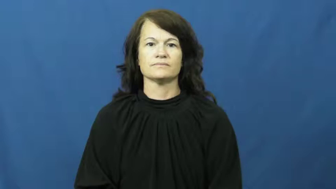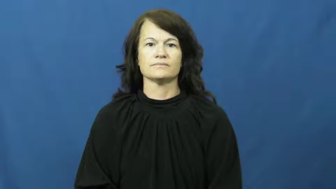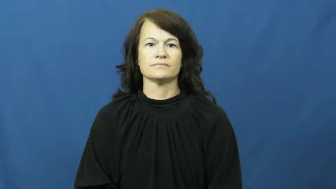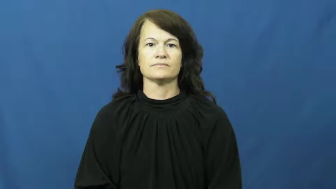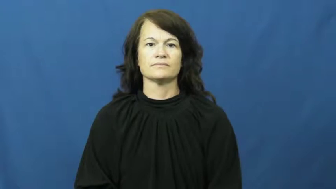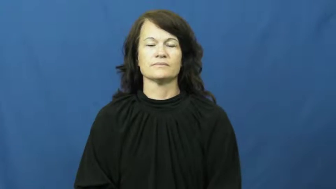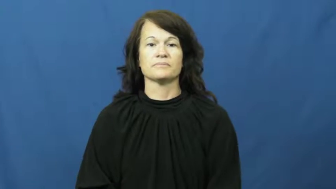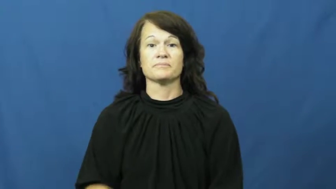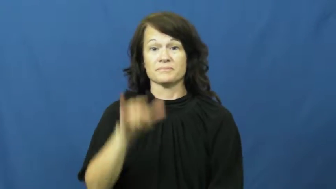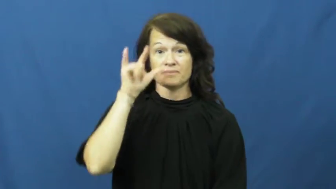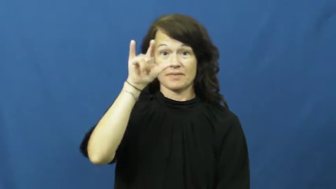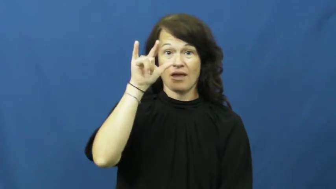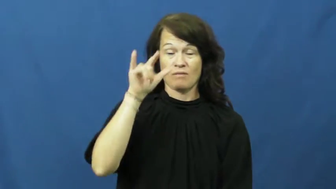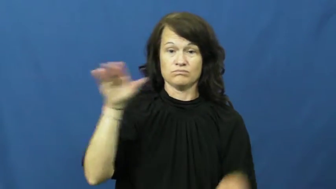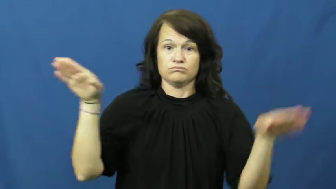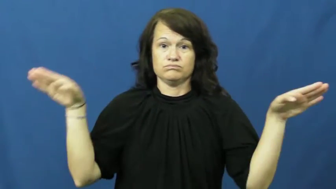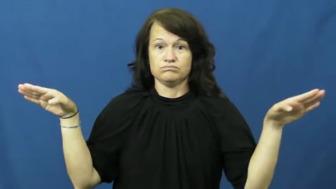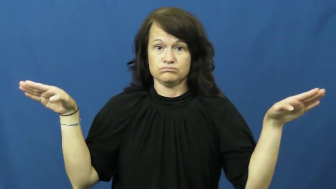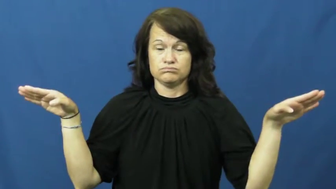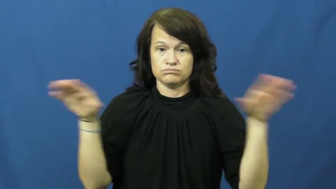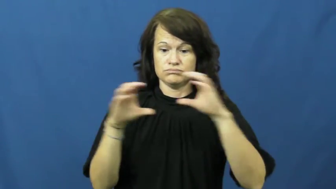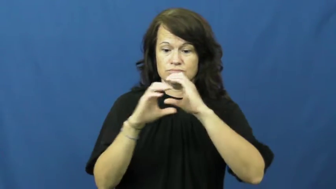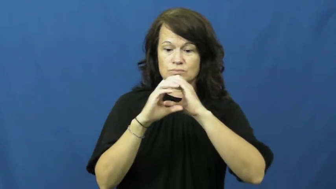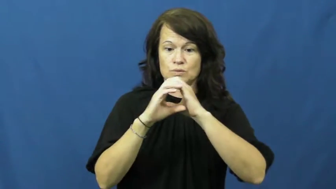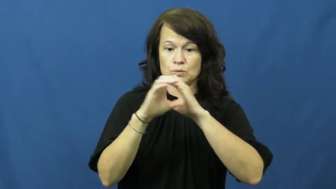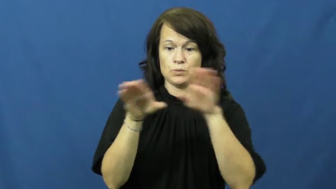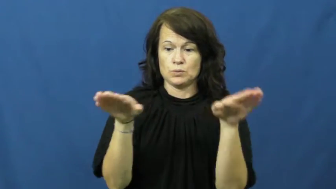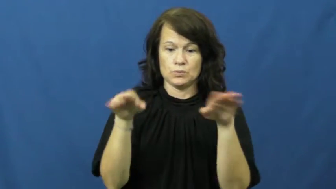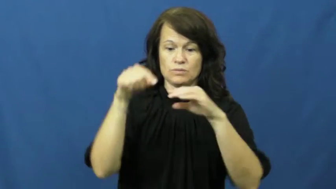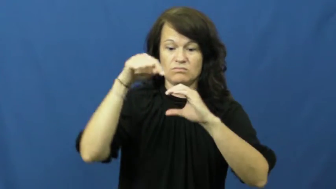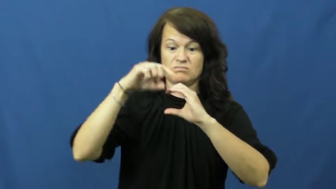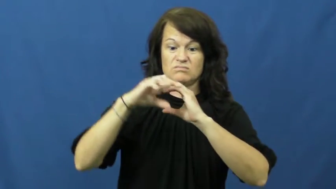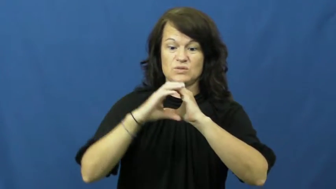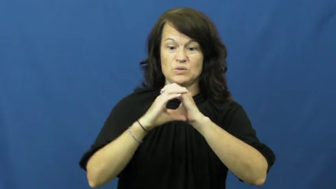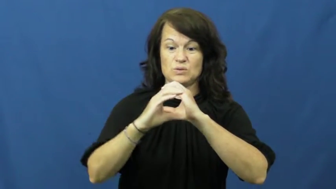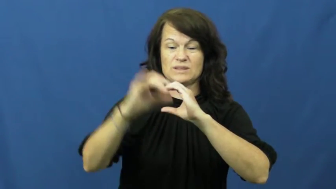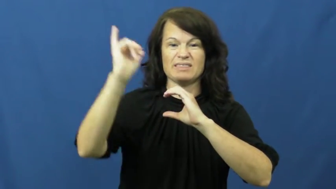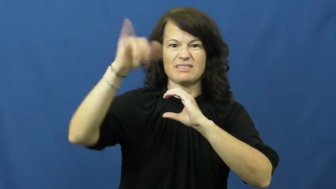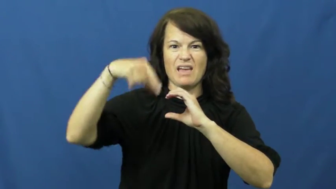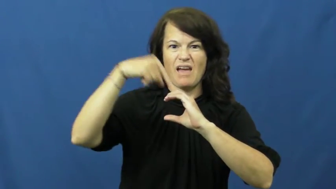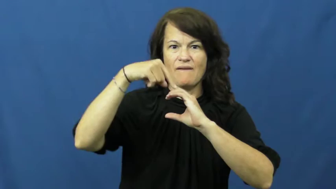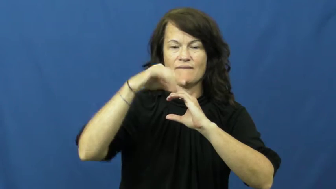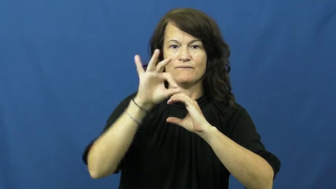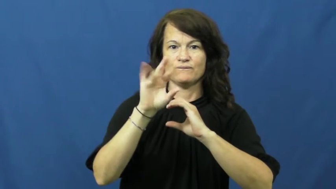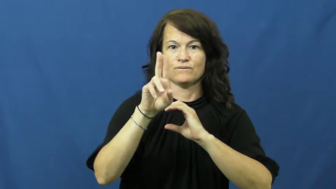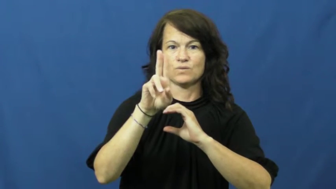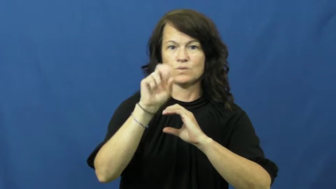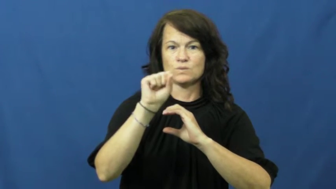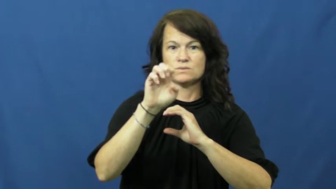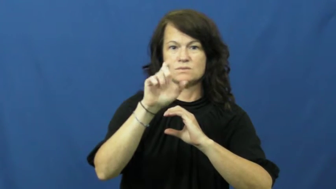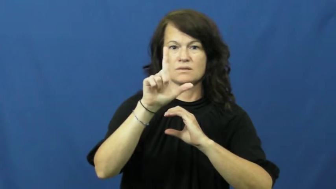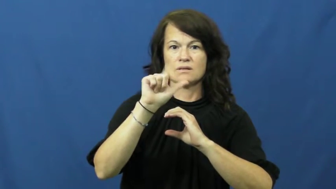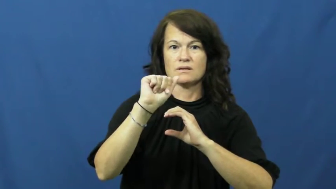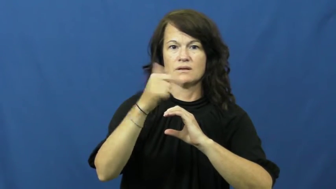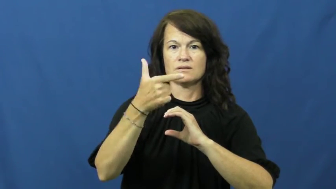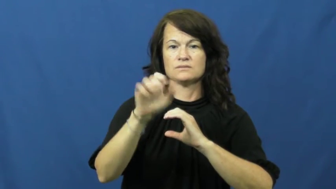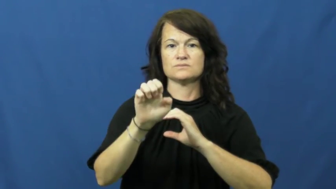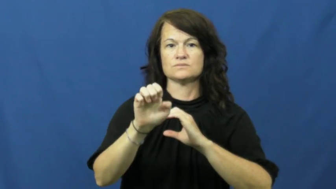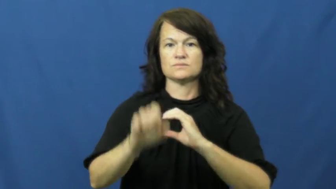fuselage,body